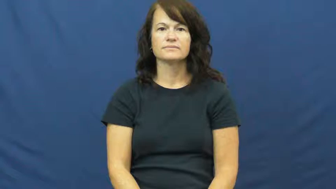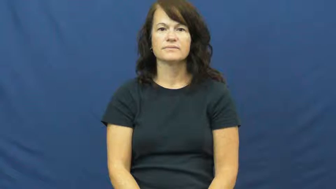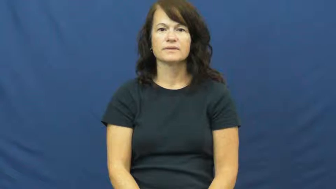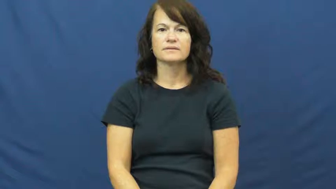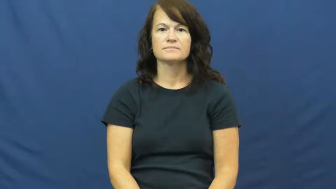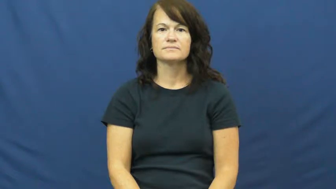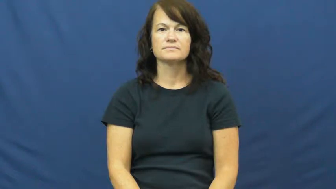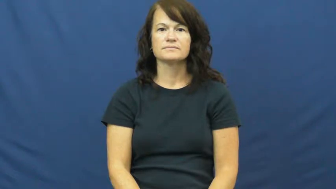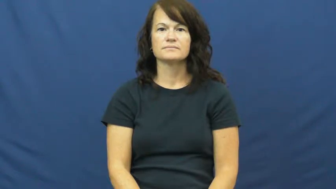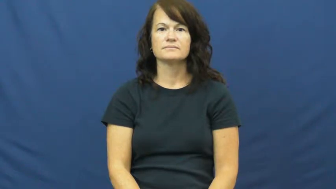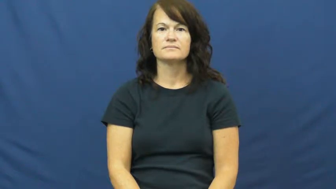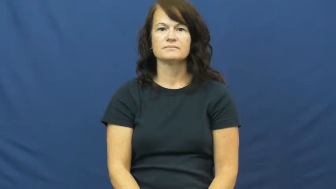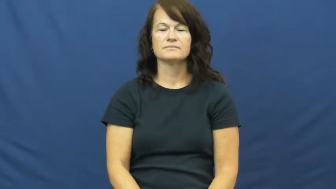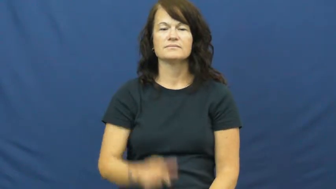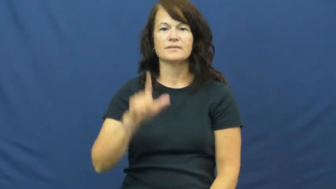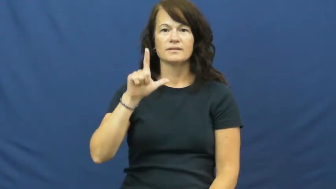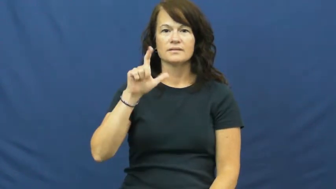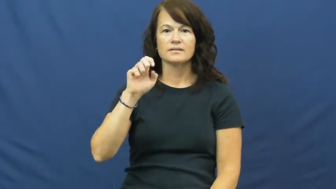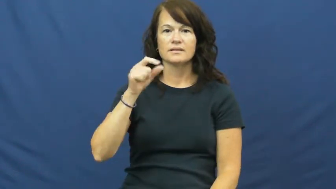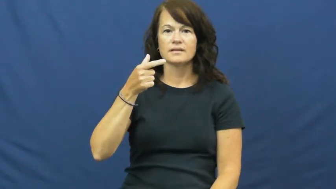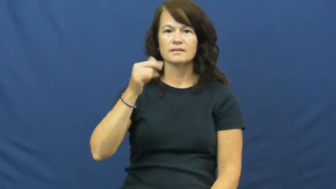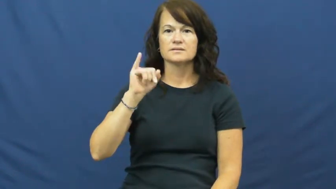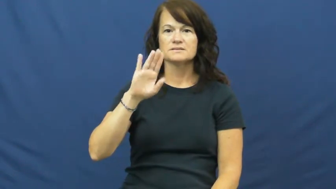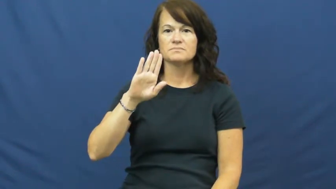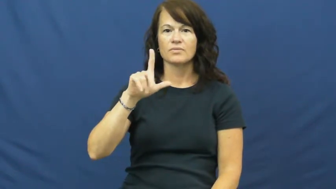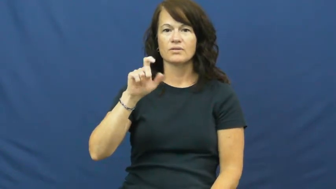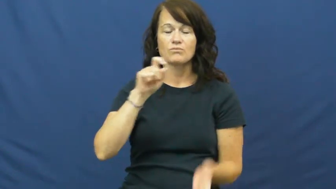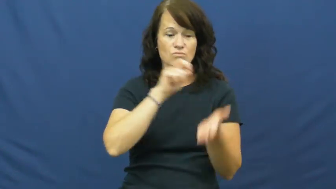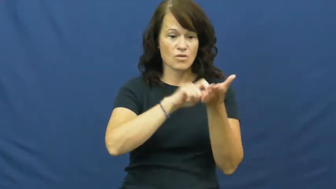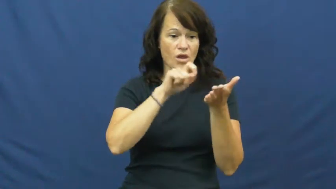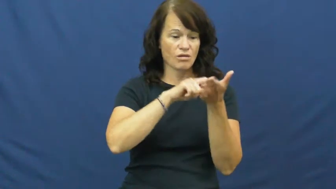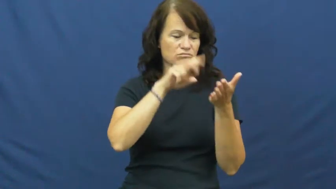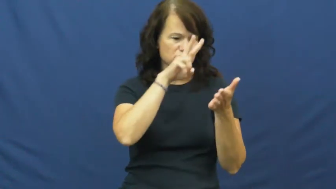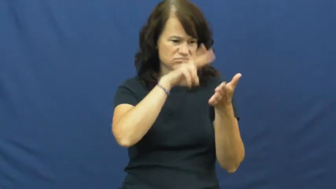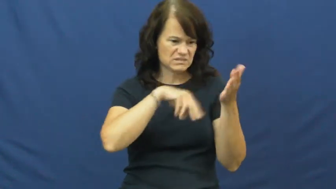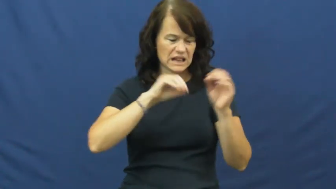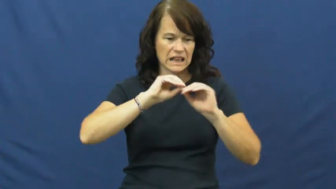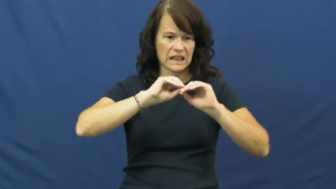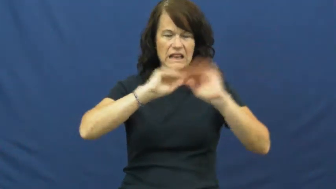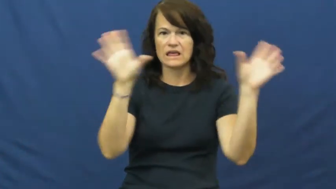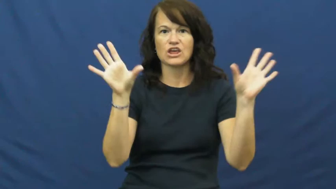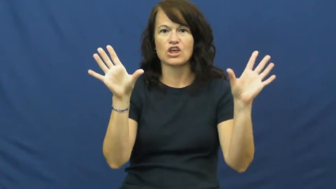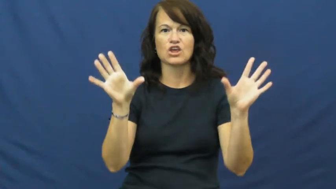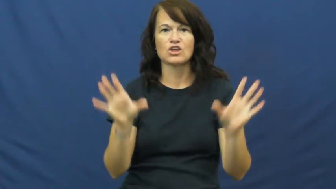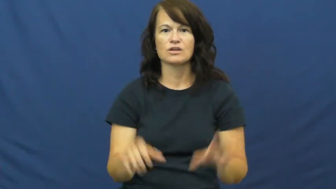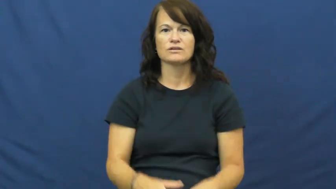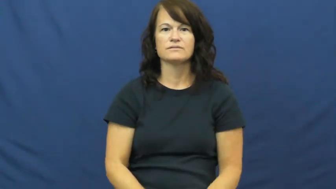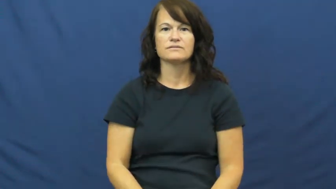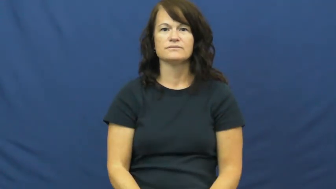legible